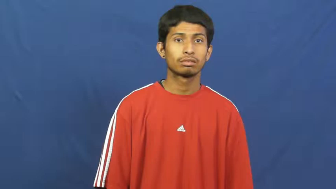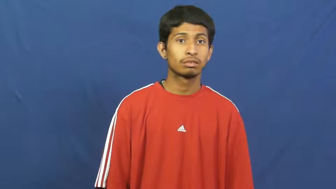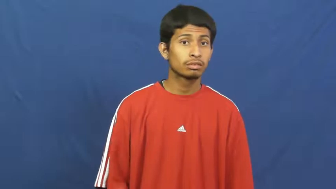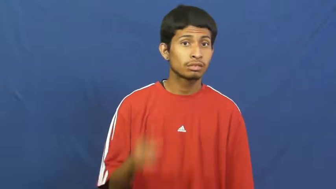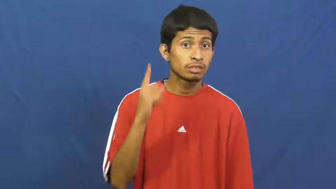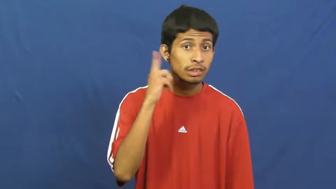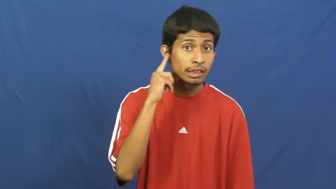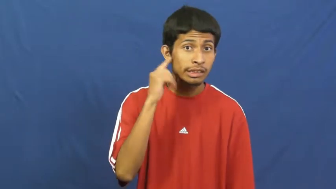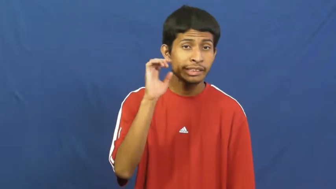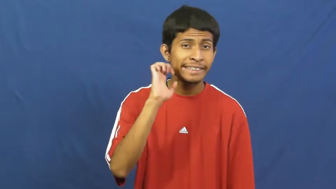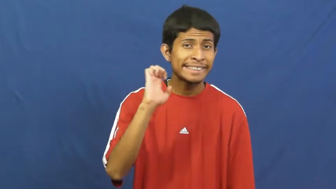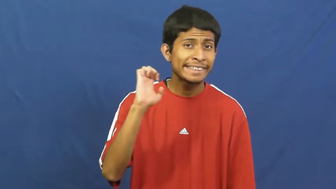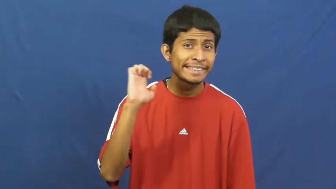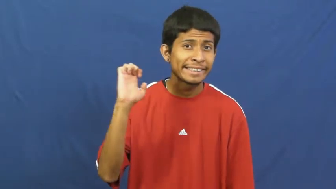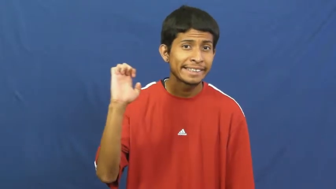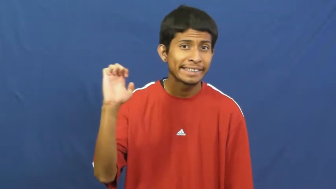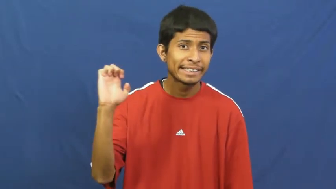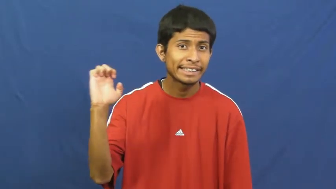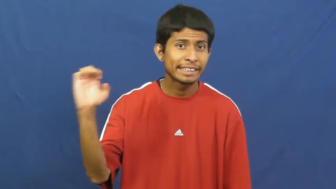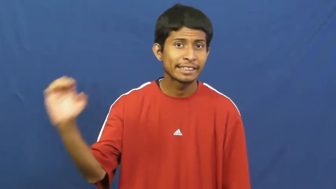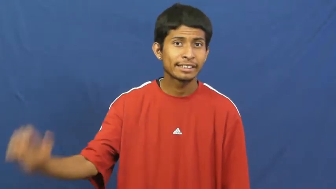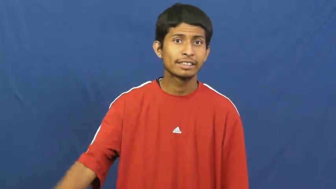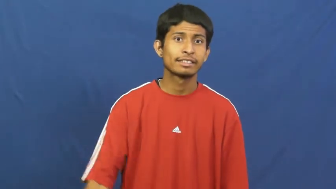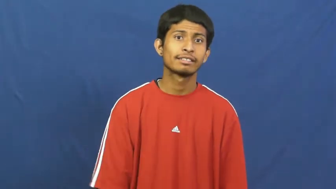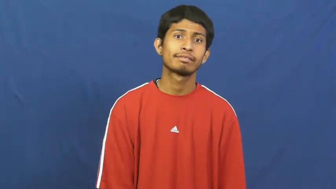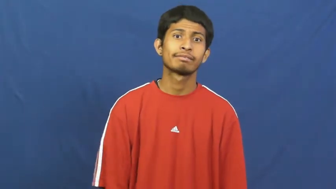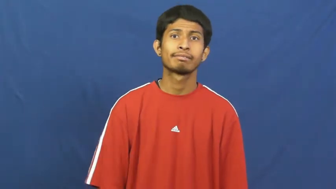creak